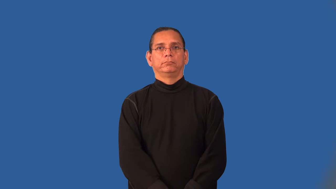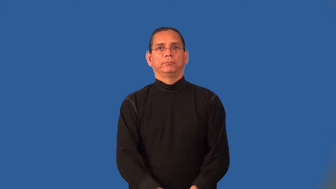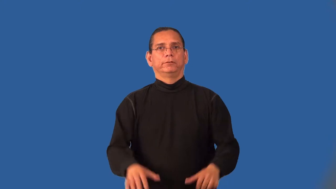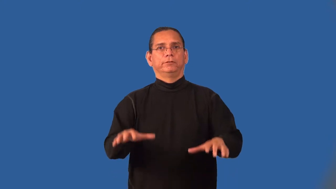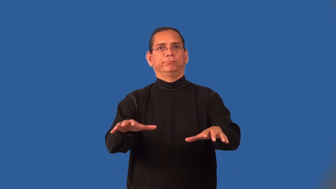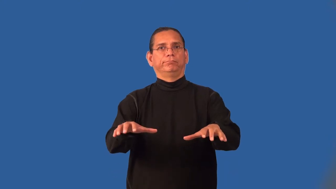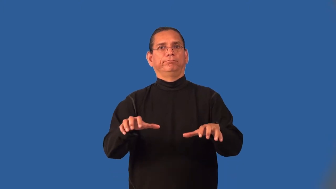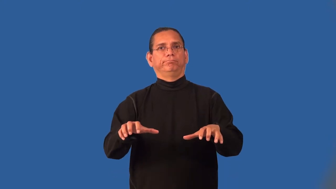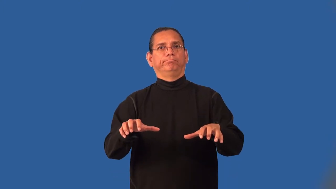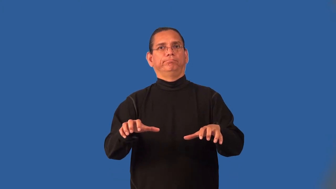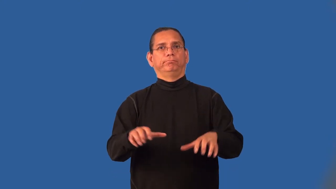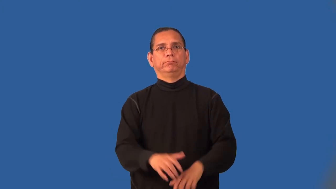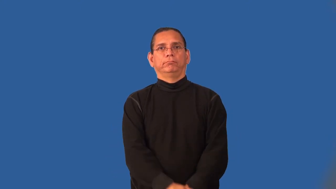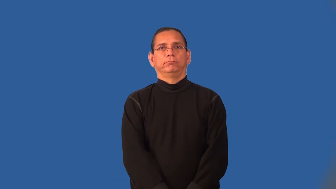inert